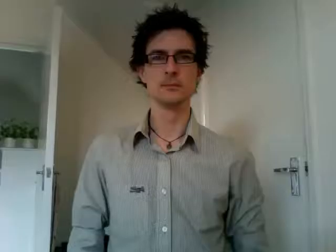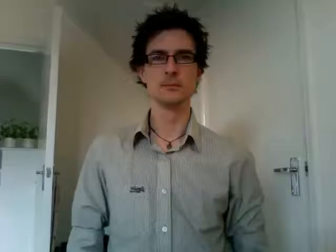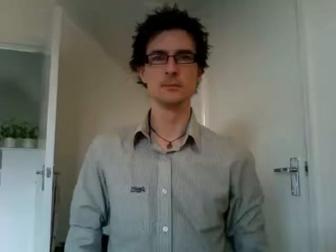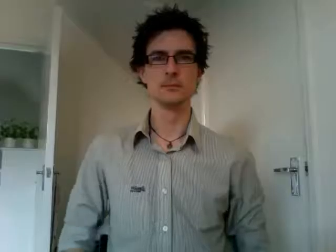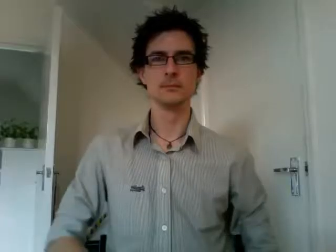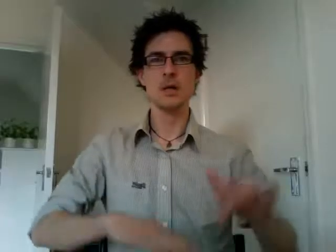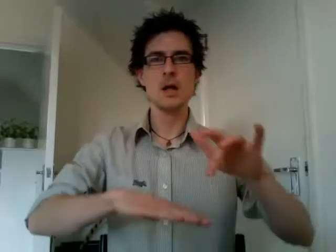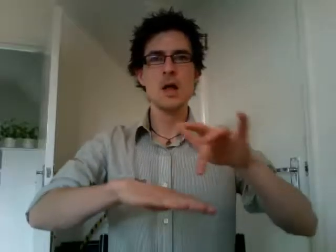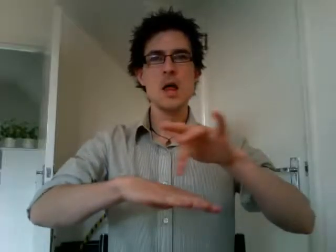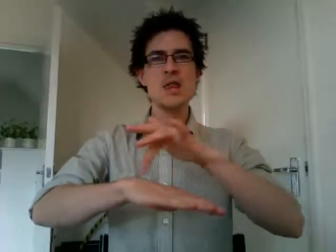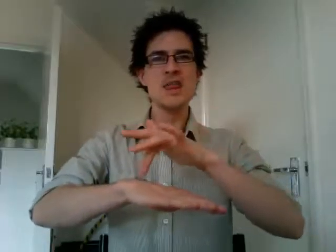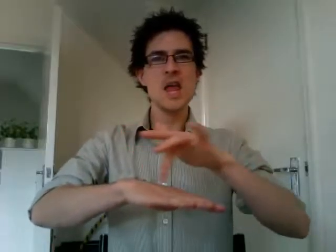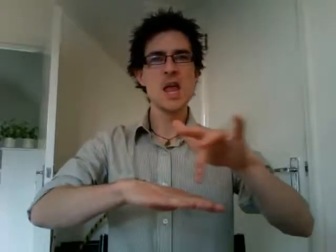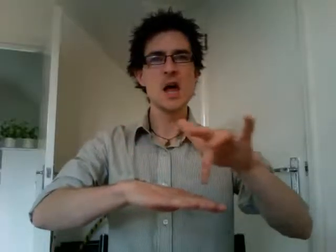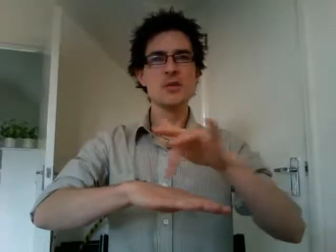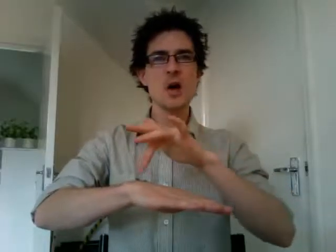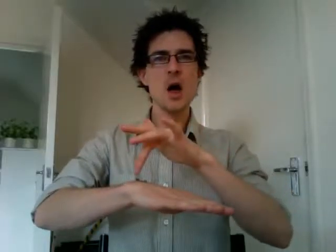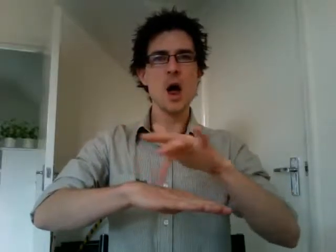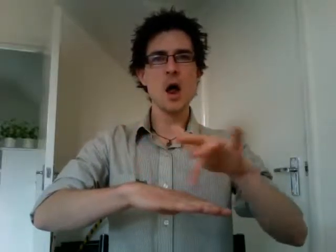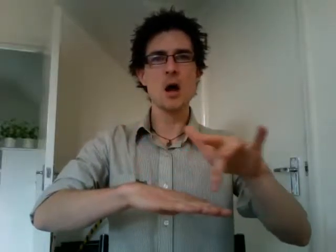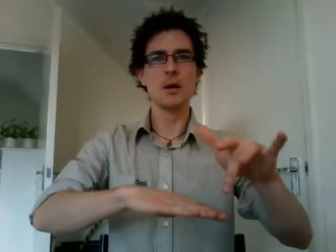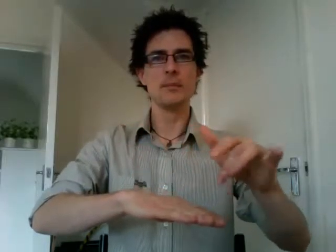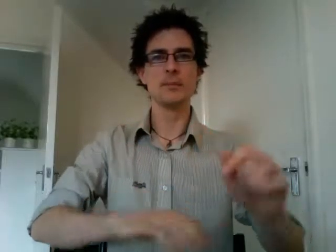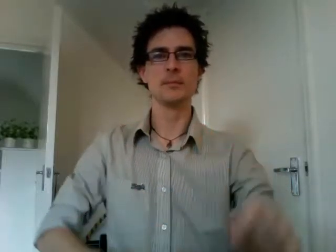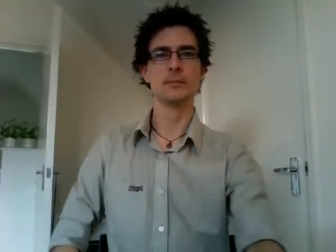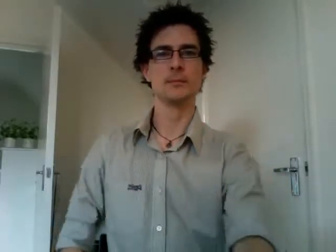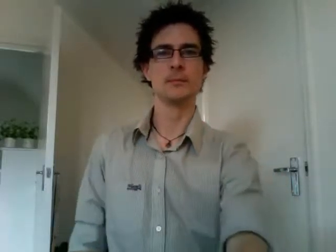theatre